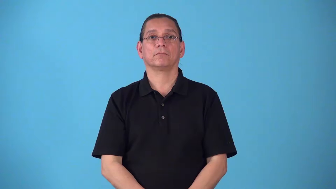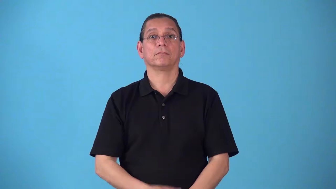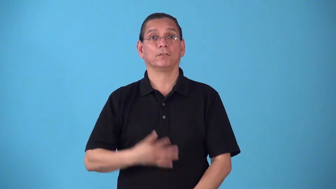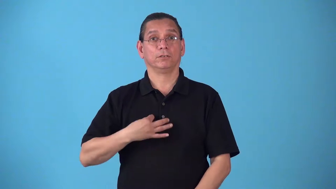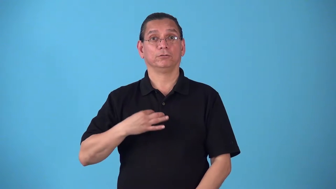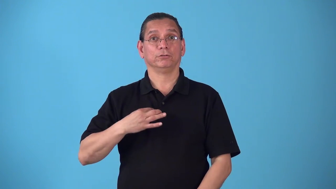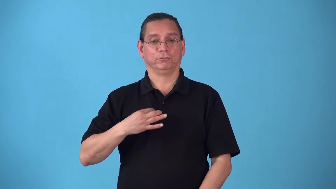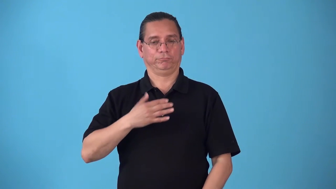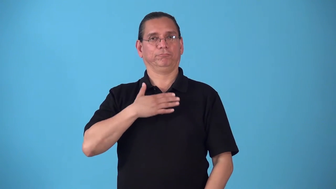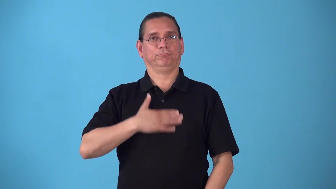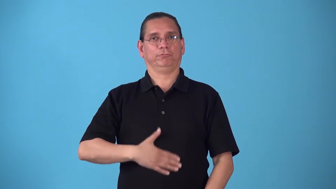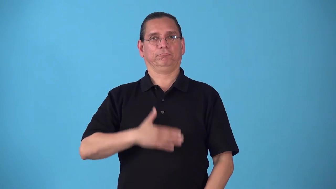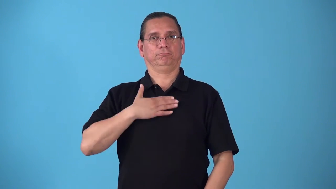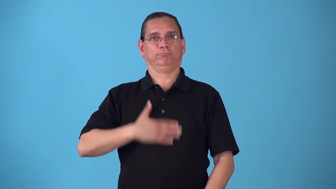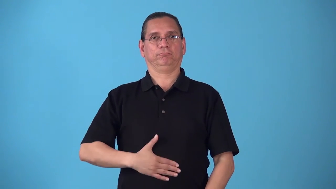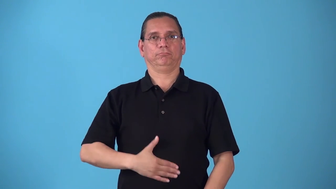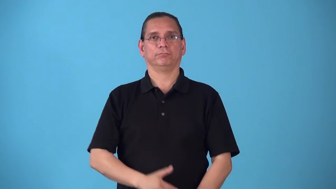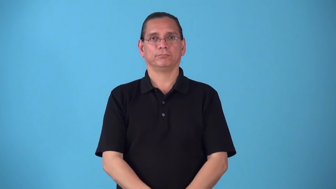shirtfront